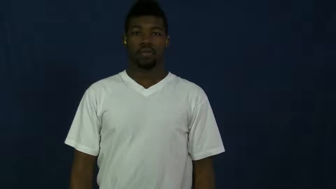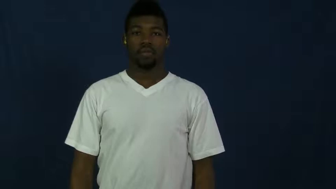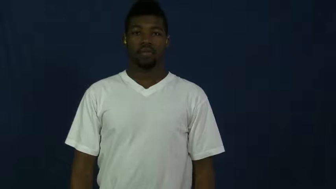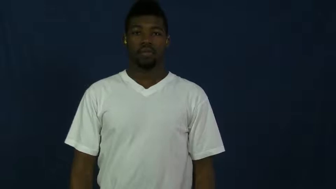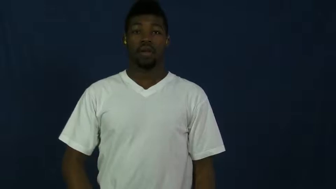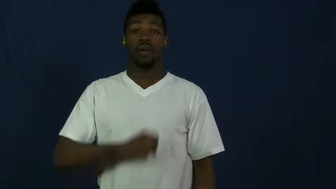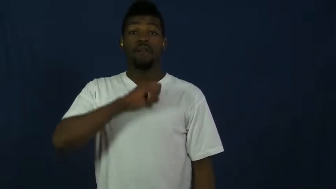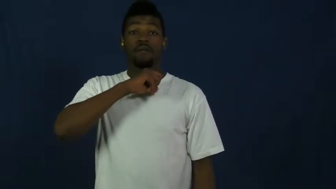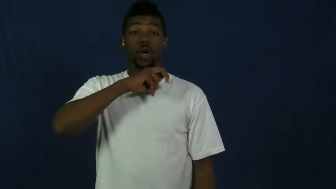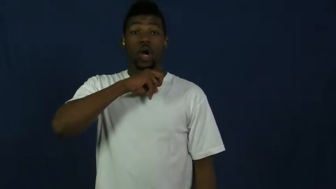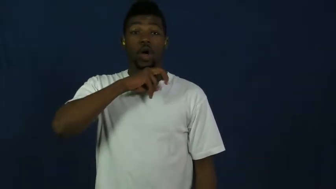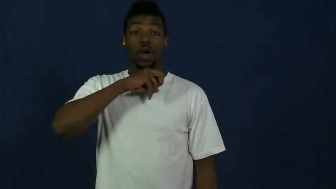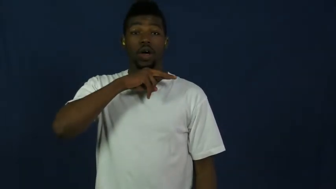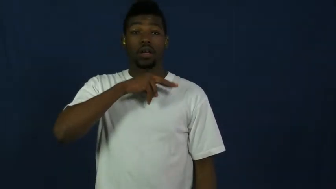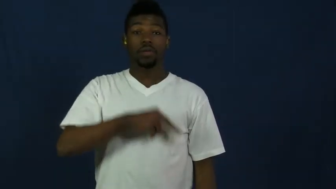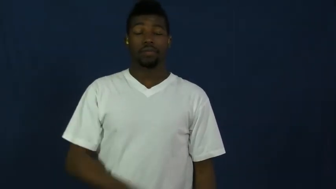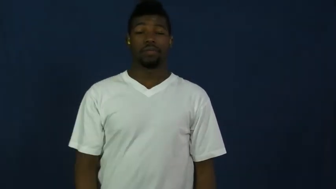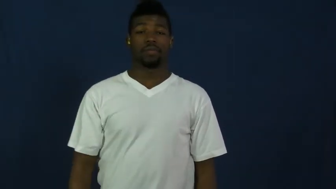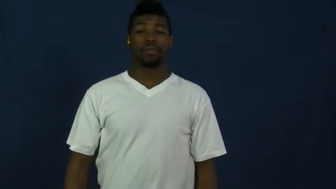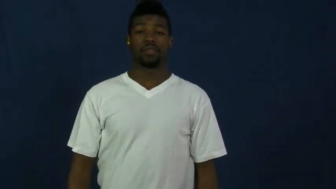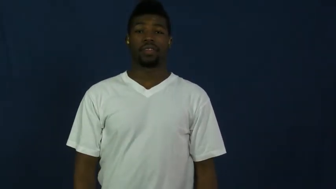toad